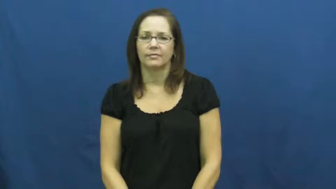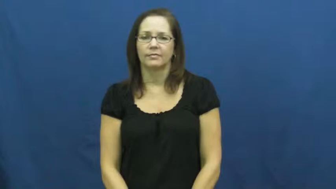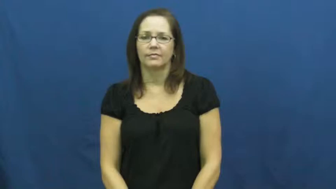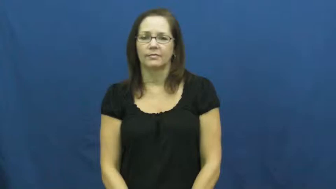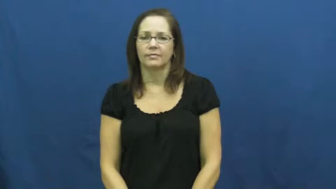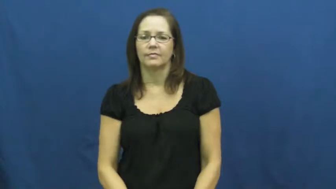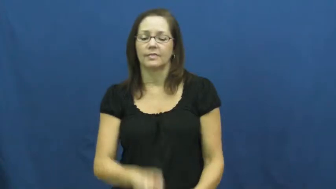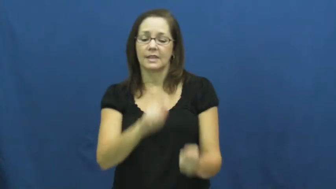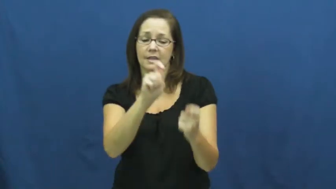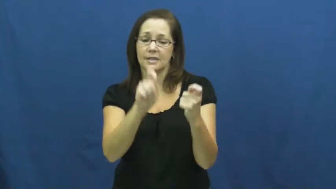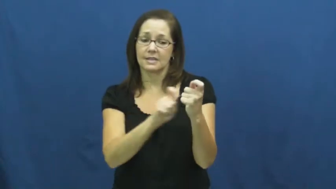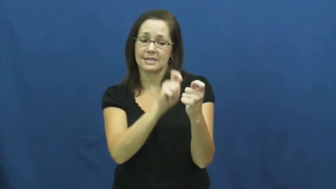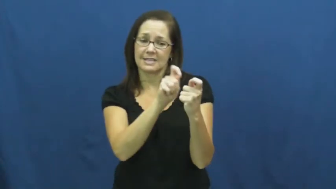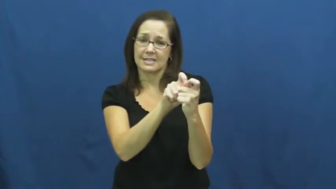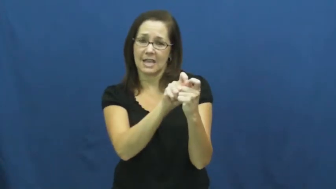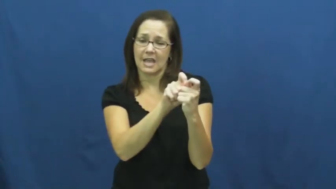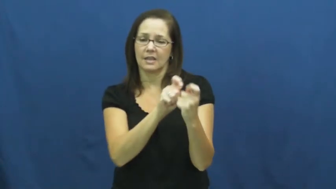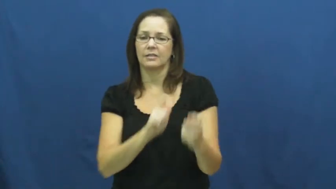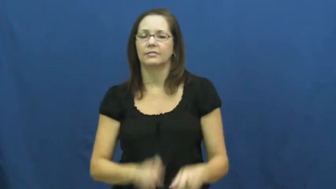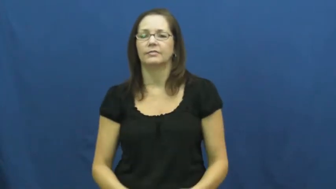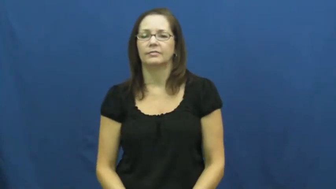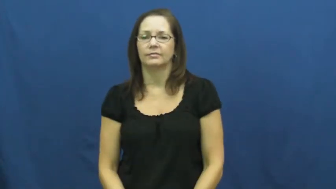just-exact